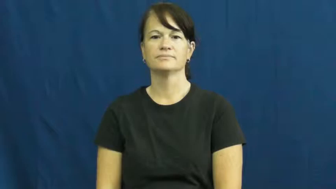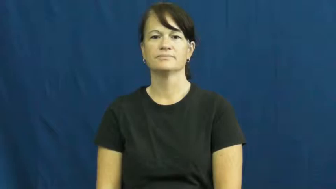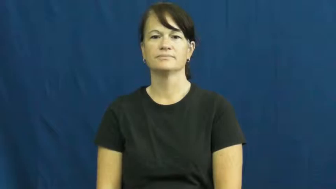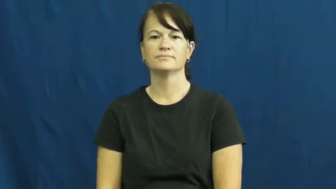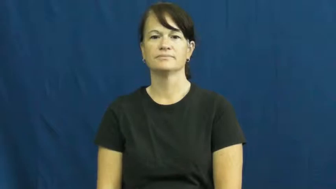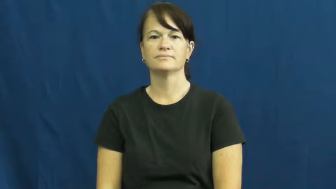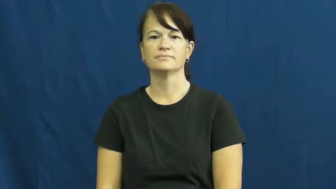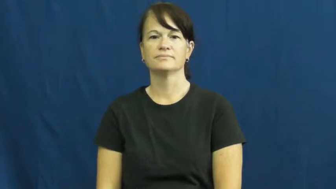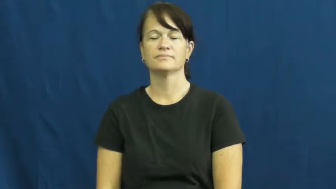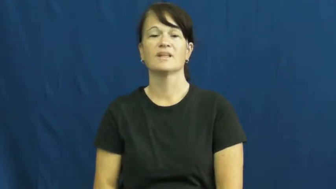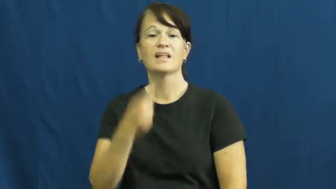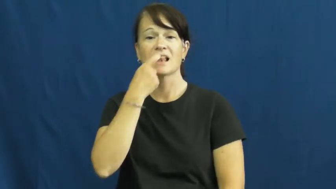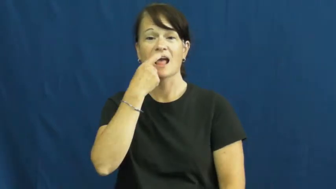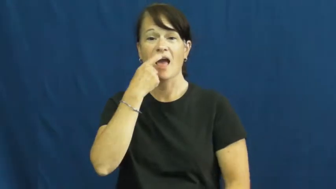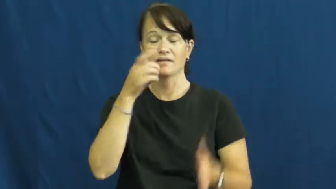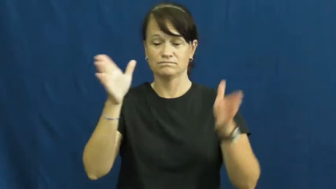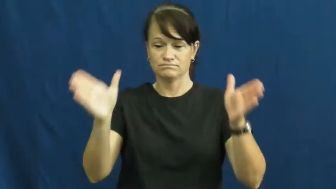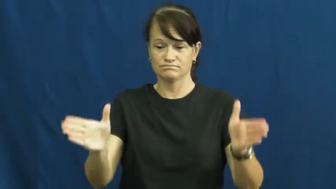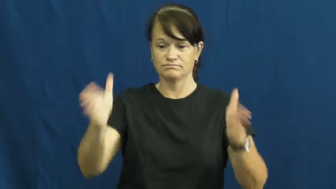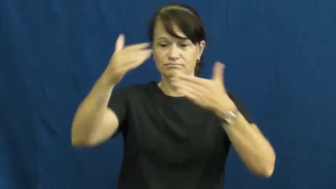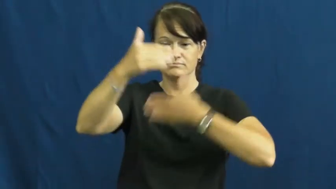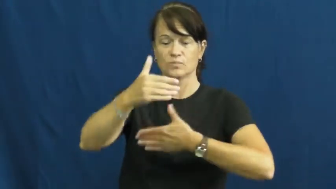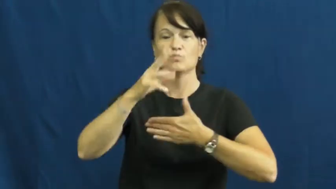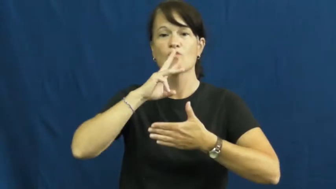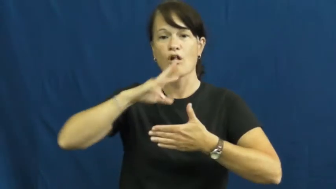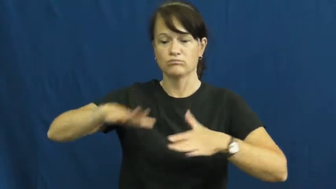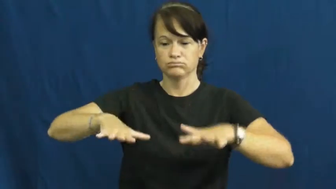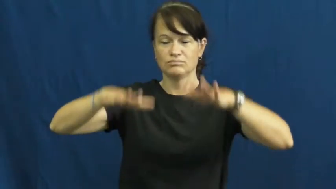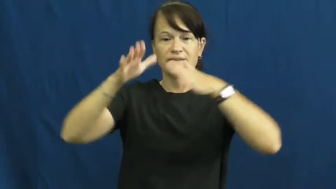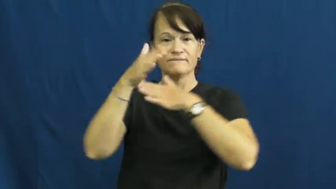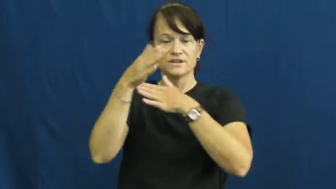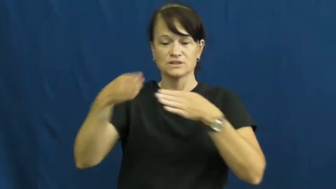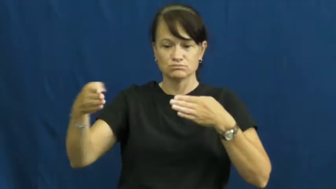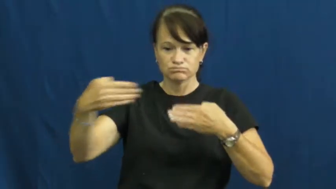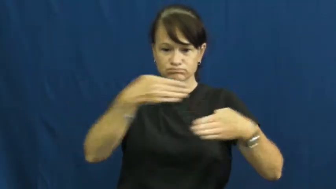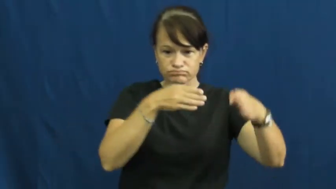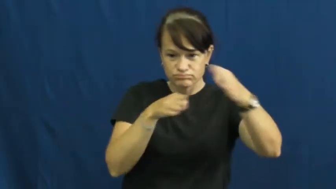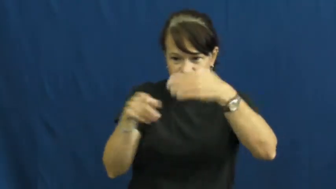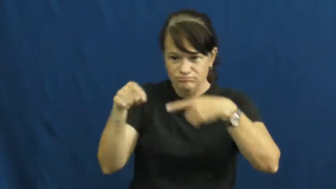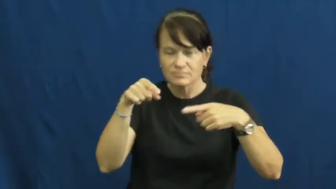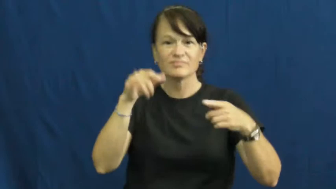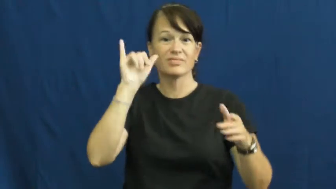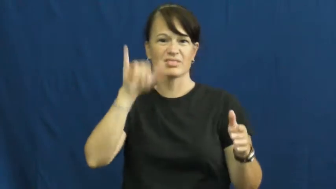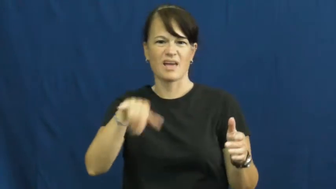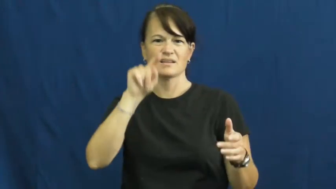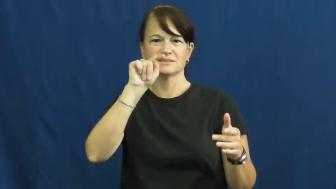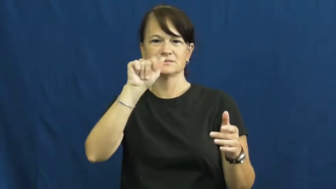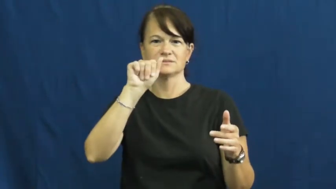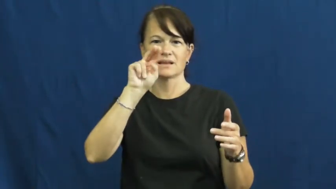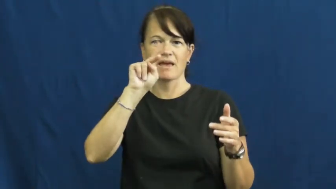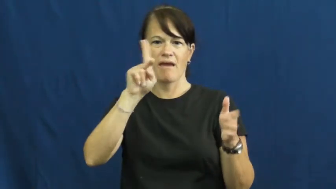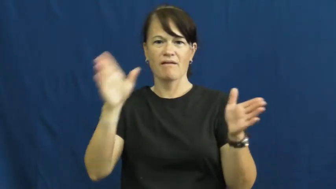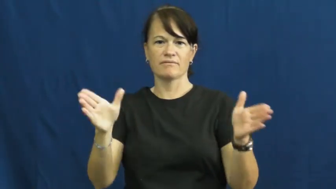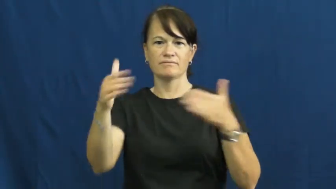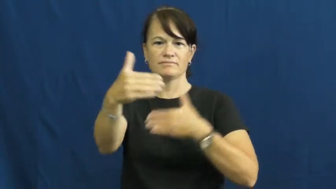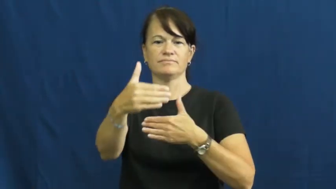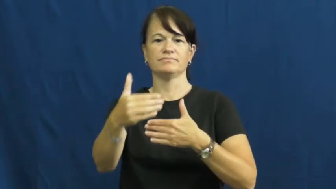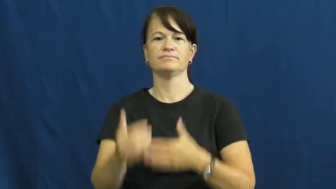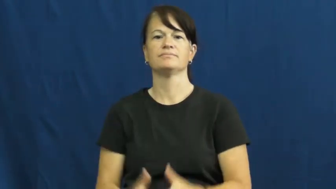tank-fish